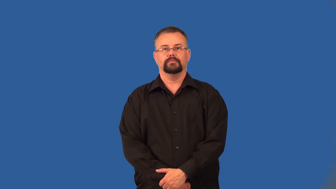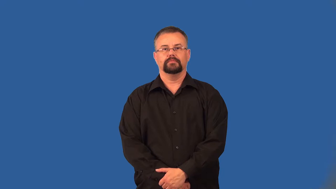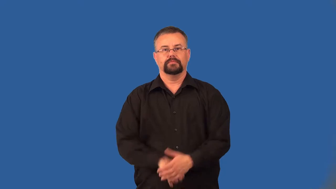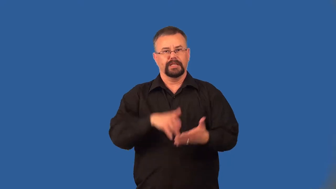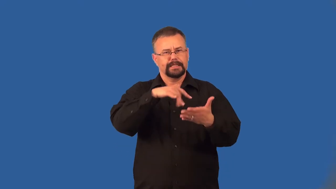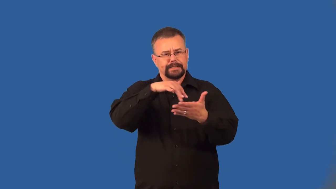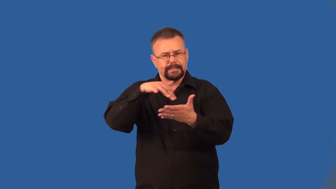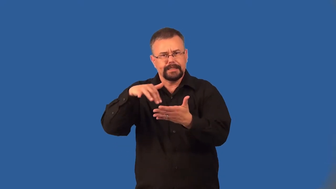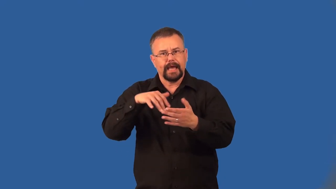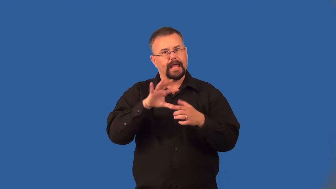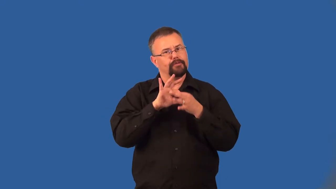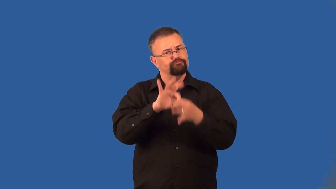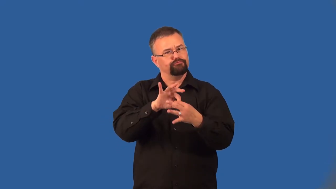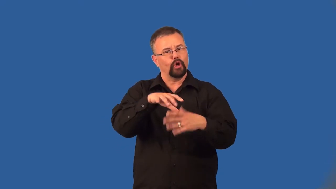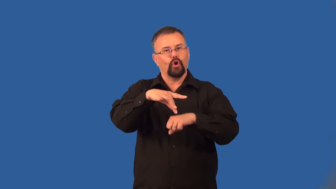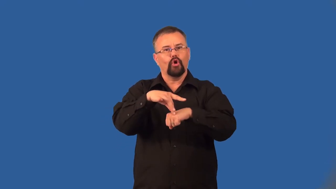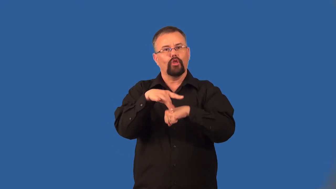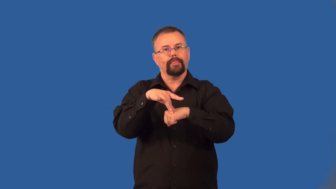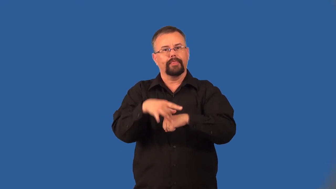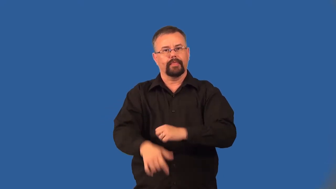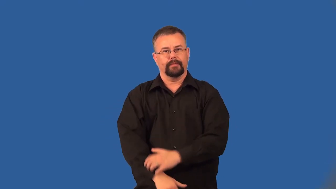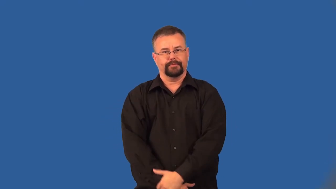geography